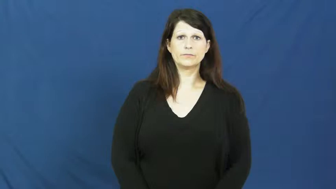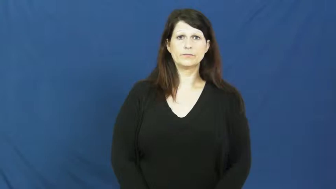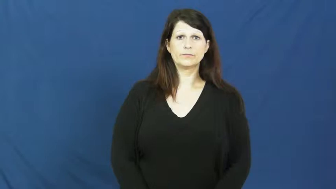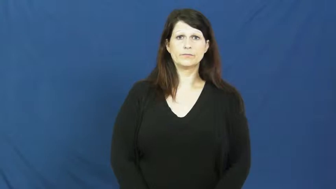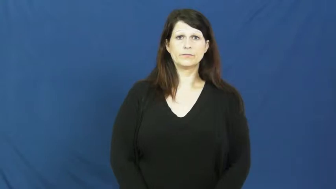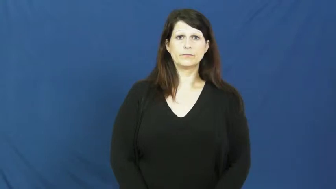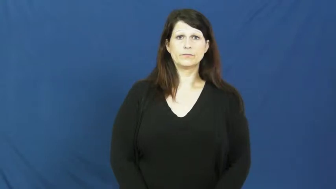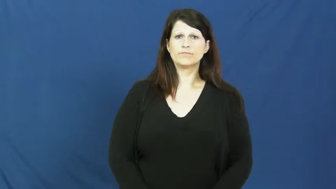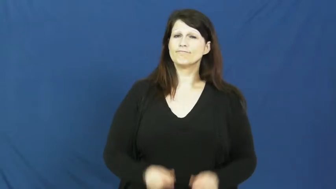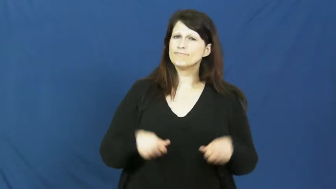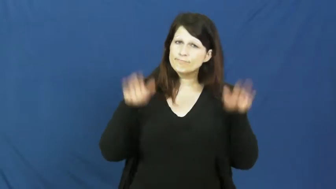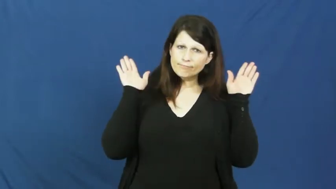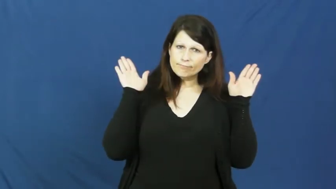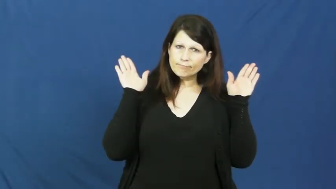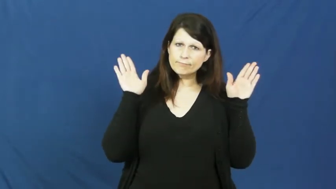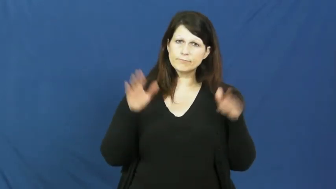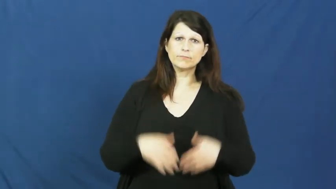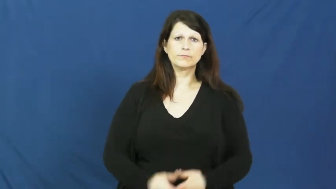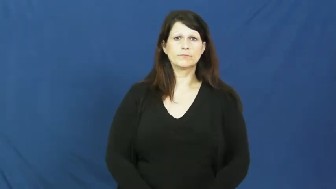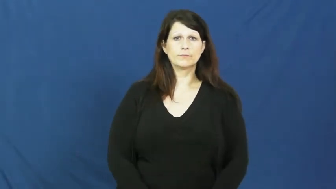give in